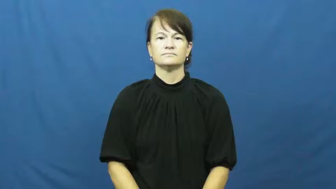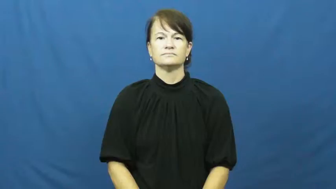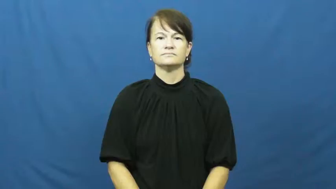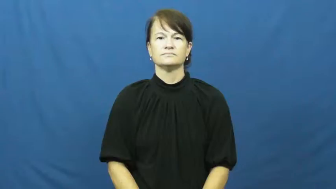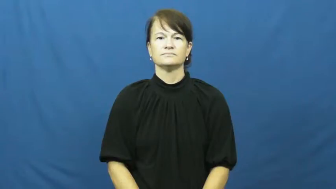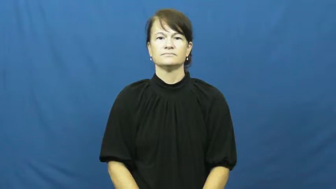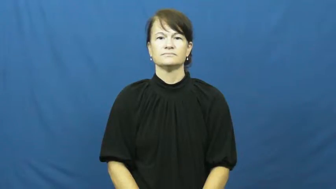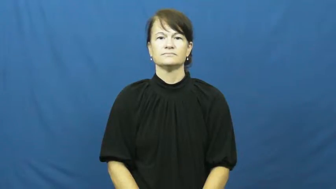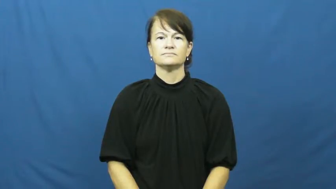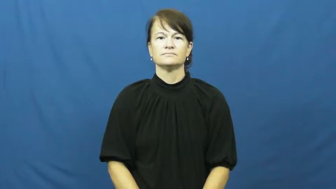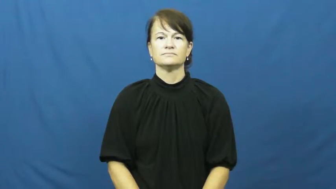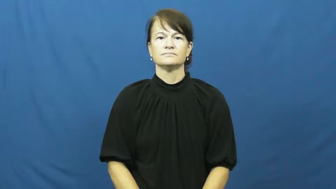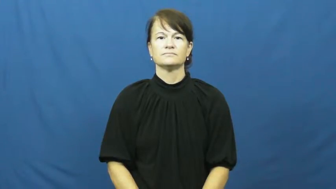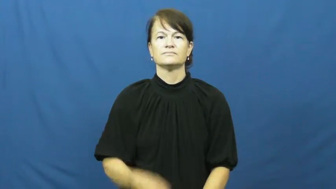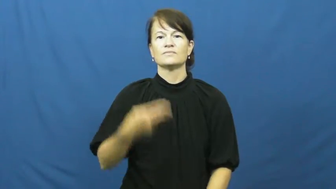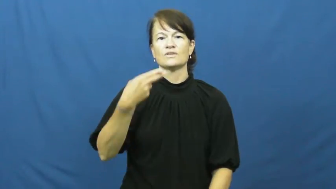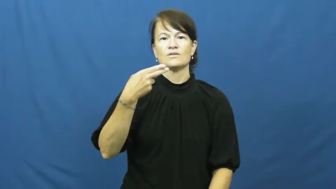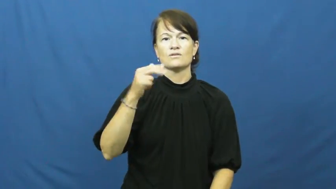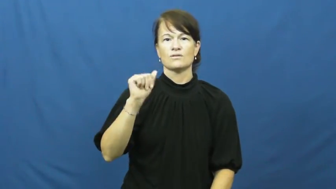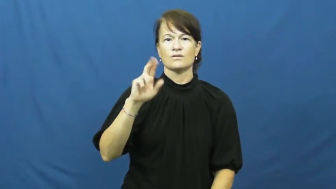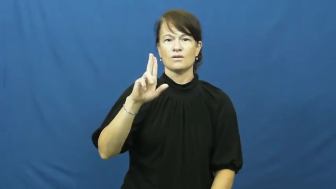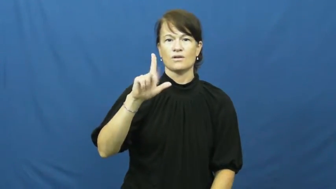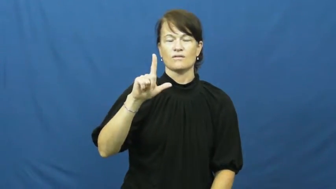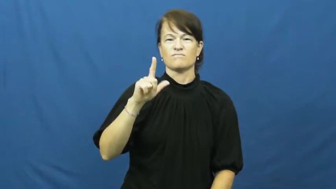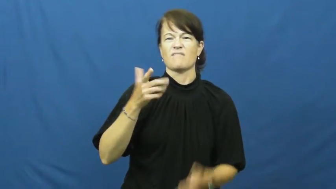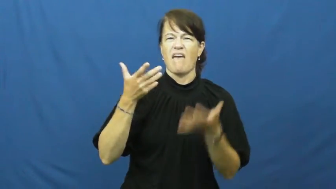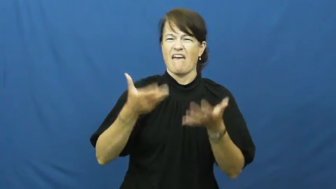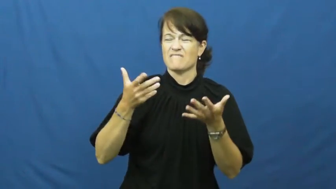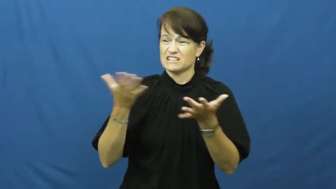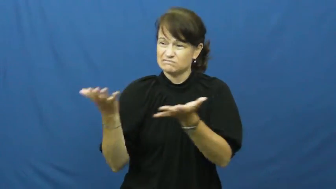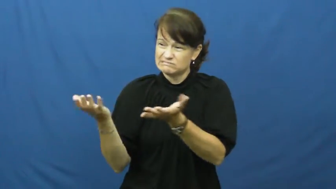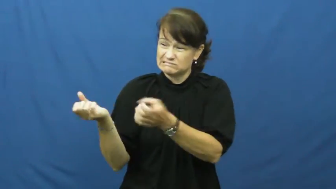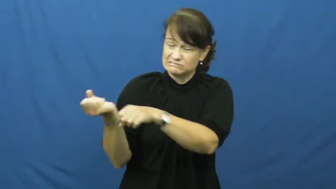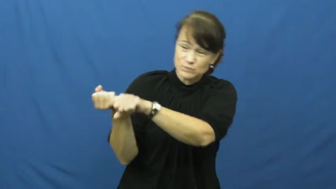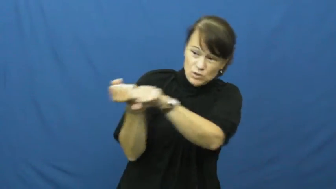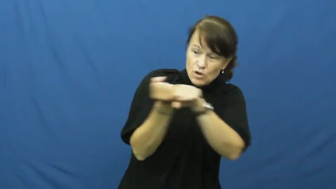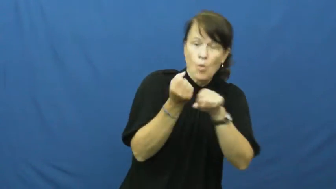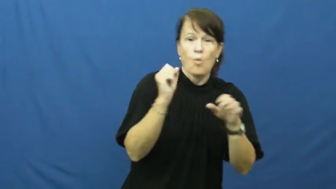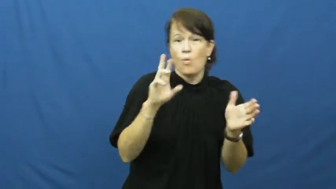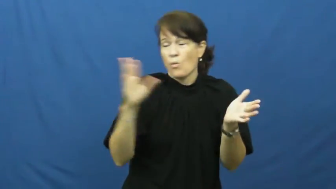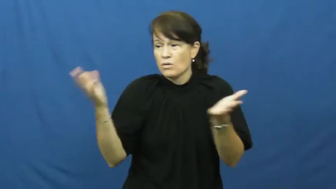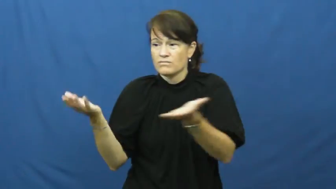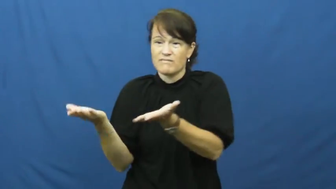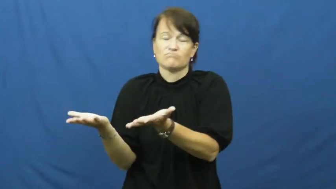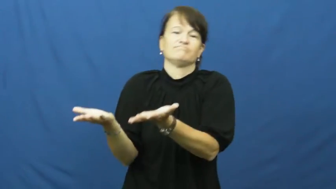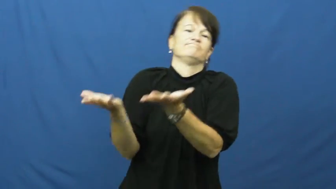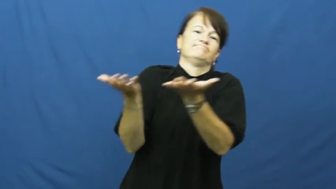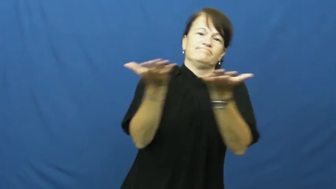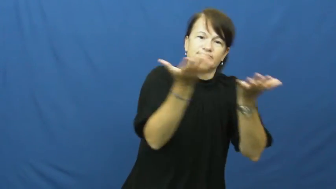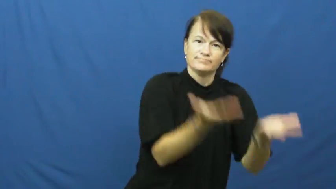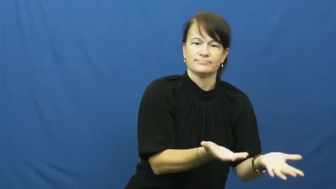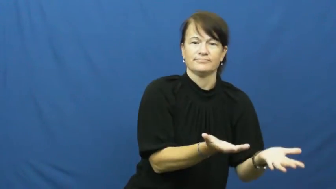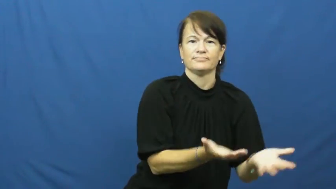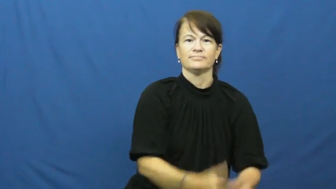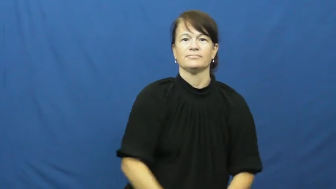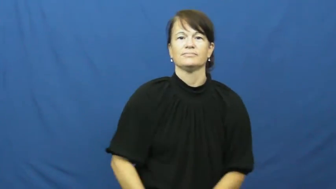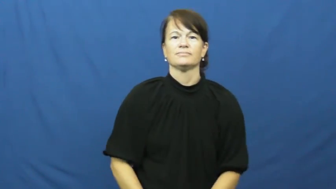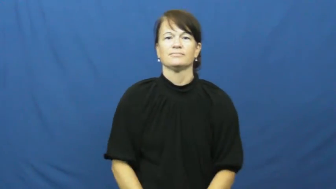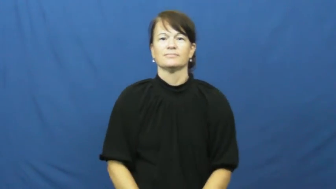haul around